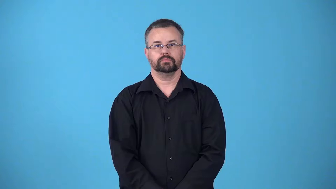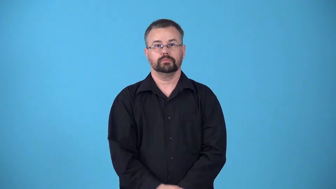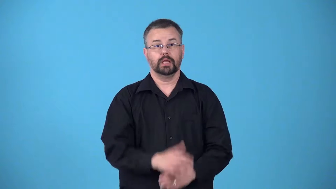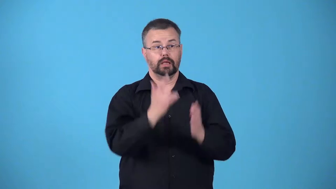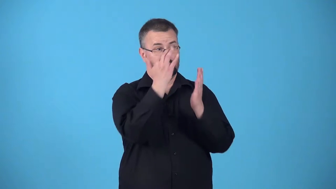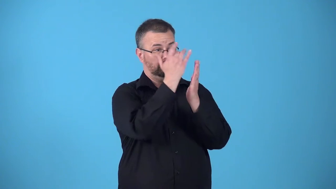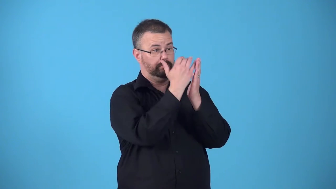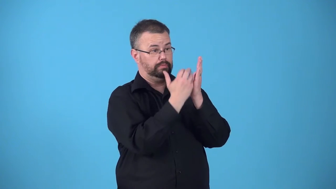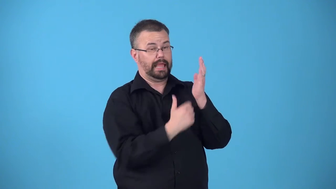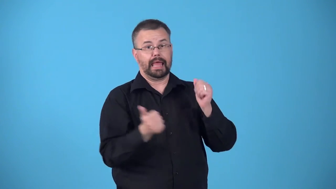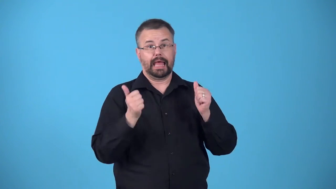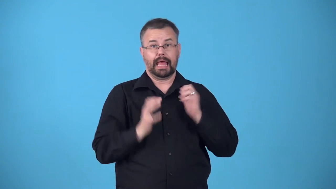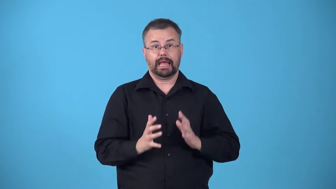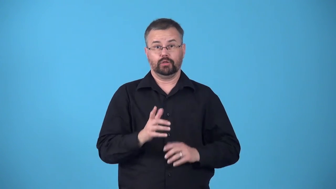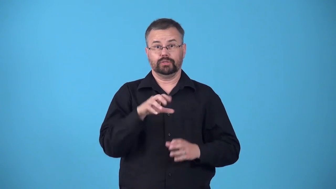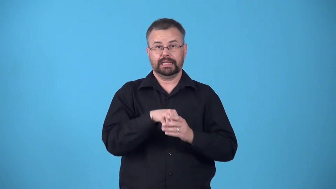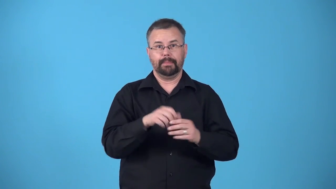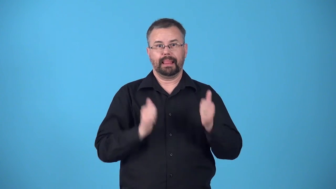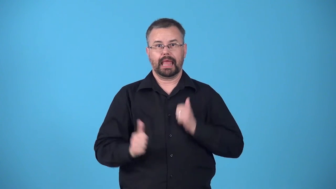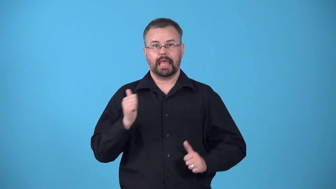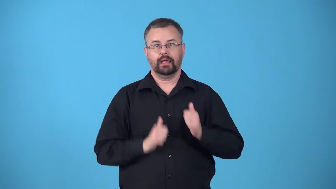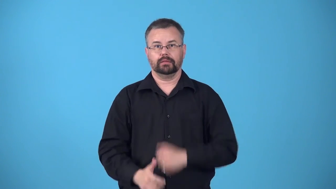bill,lineup-list of perfomers for a show or concert